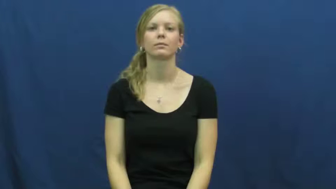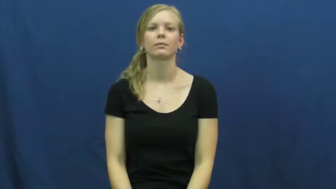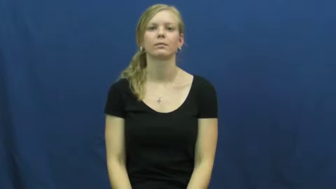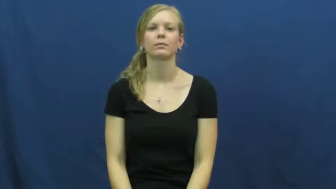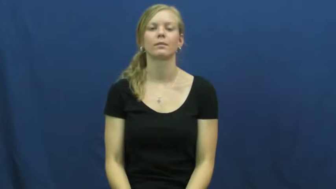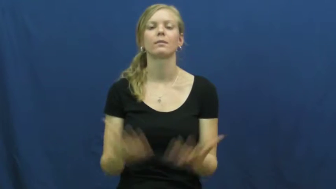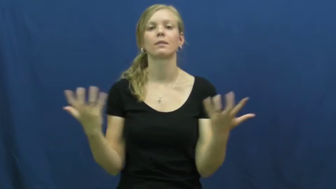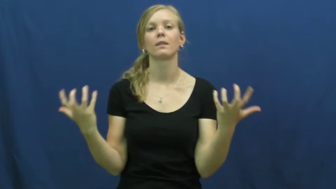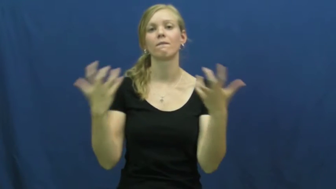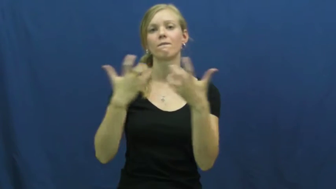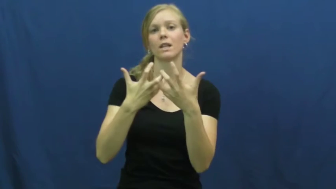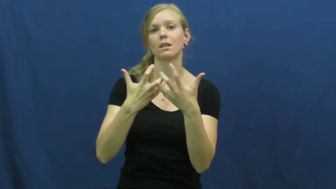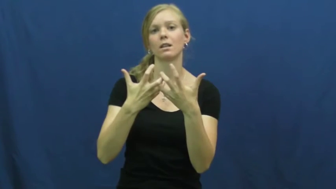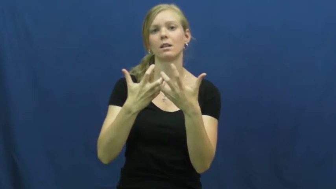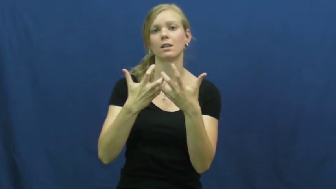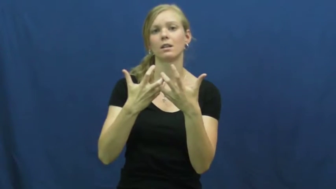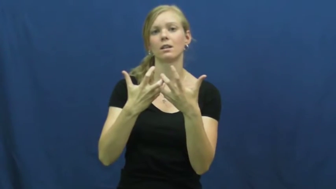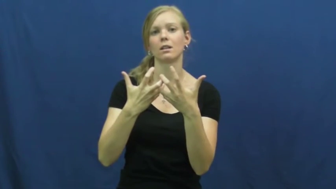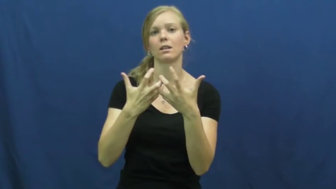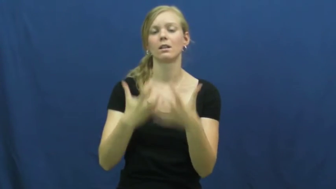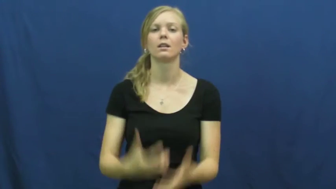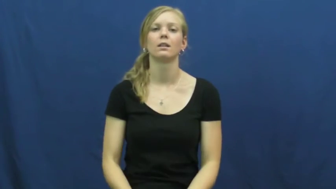gear-match needs